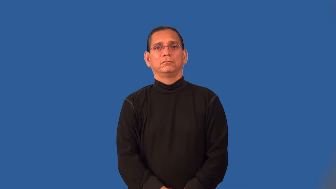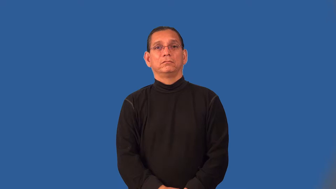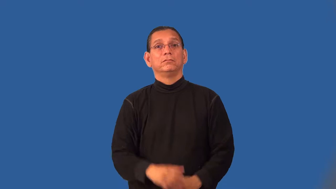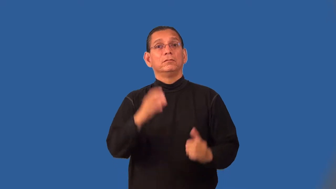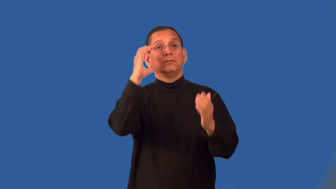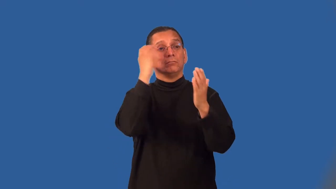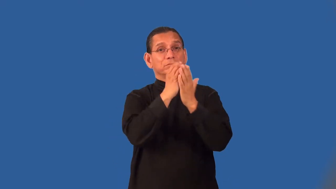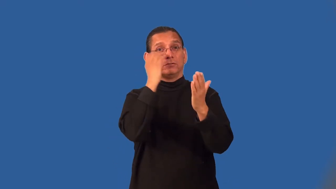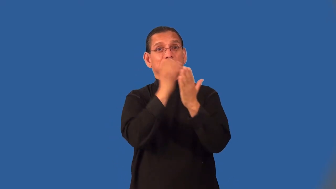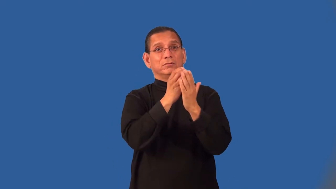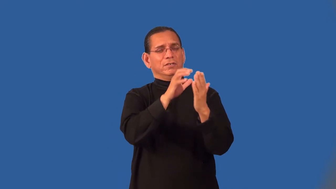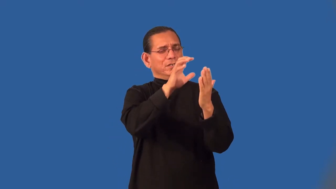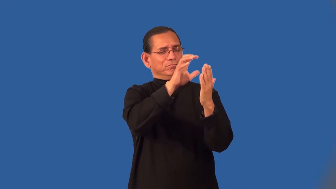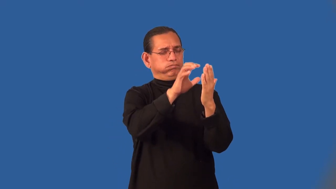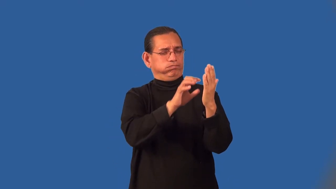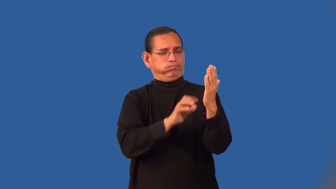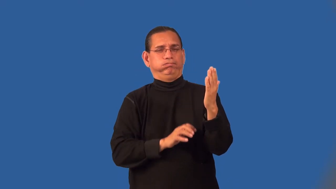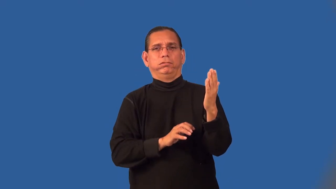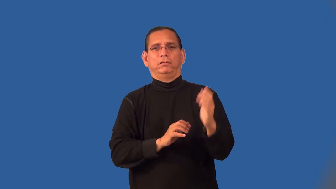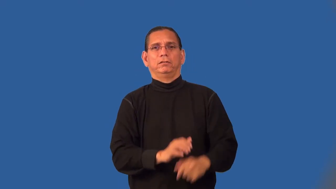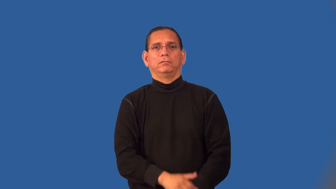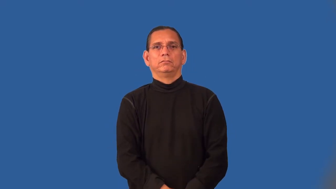pictorial